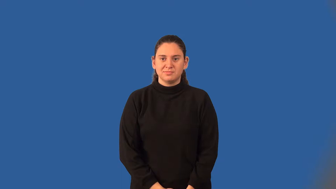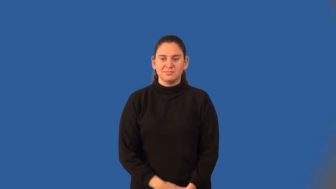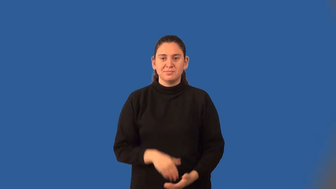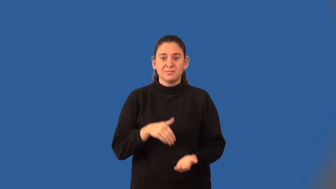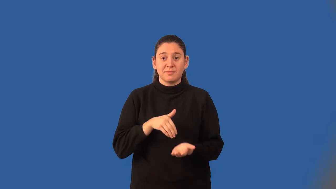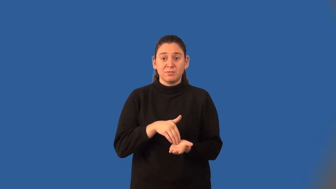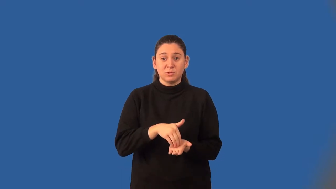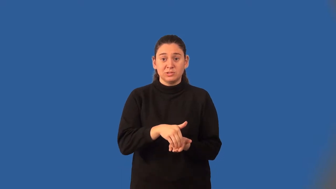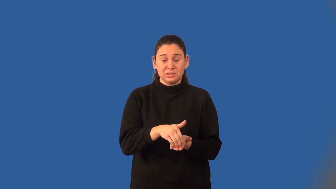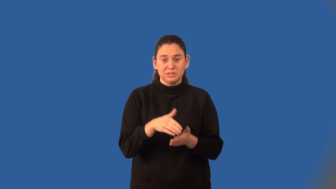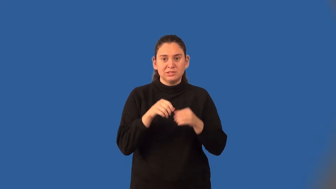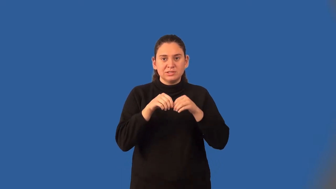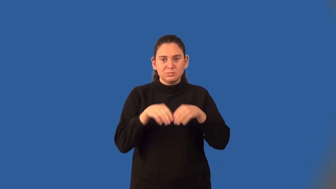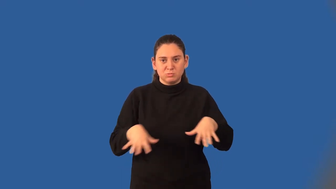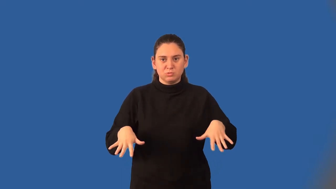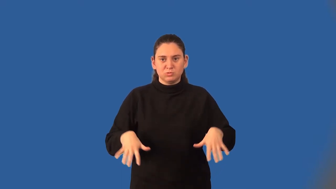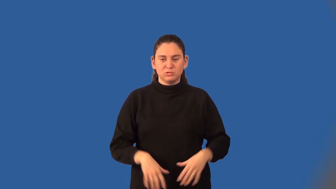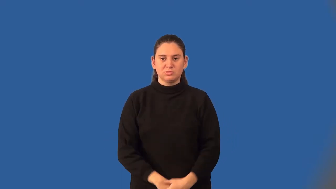frequency distribution